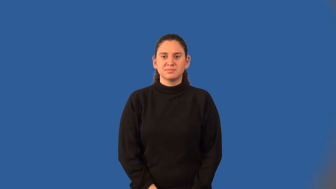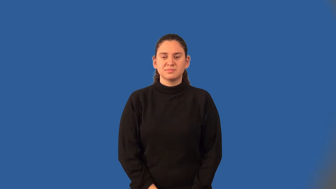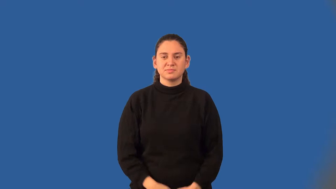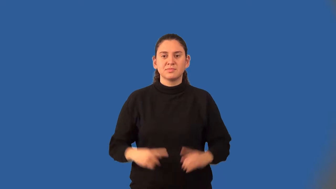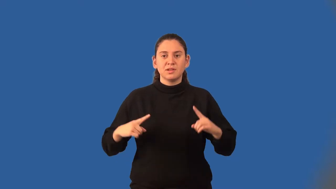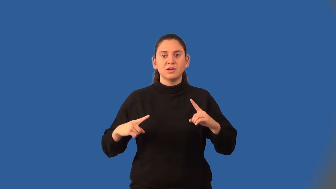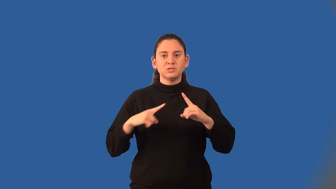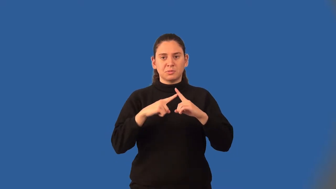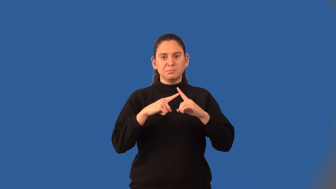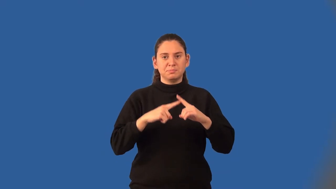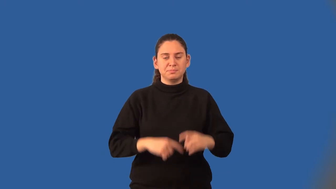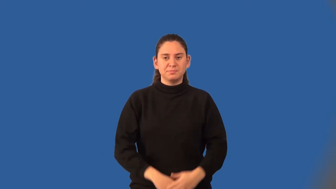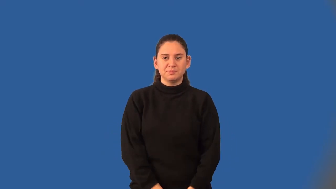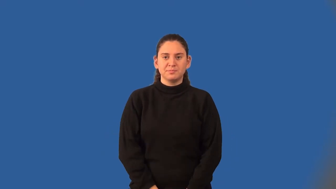intercept-math